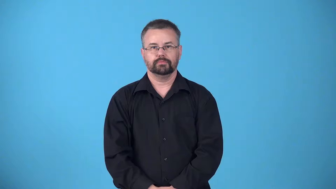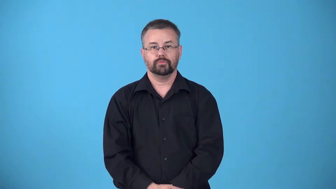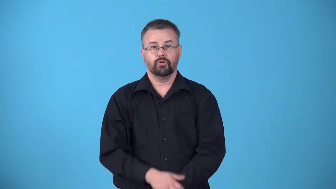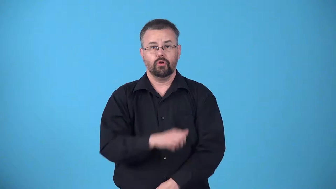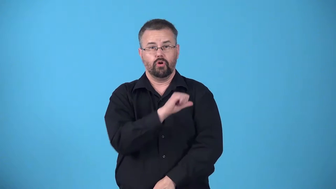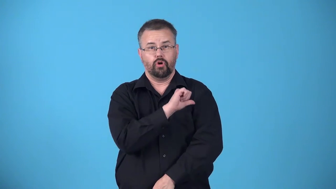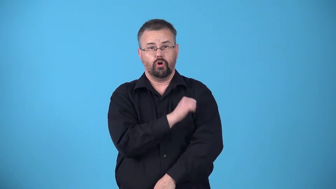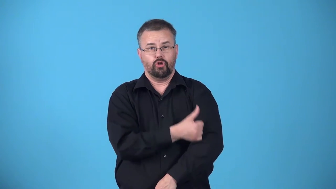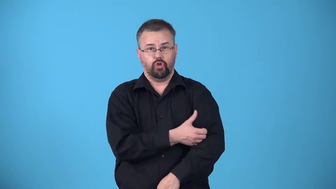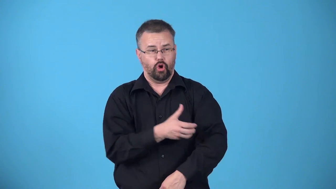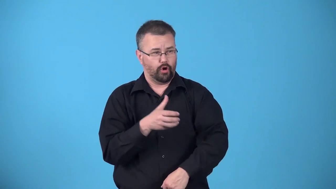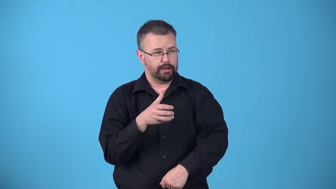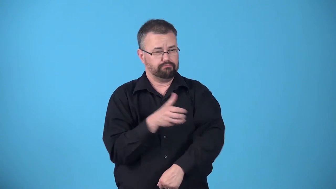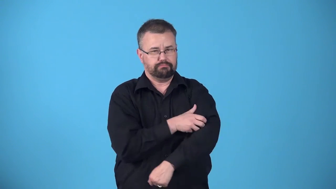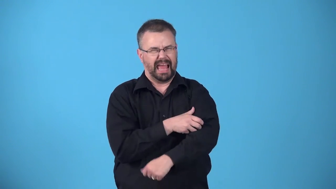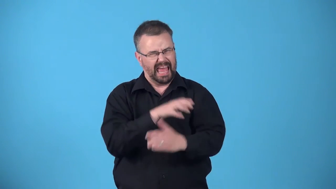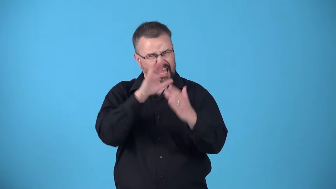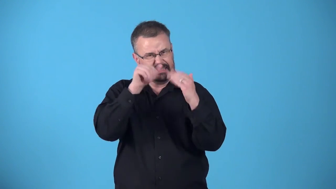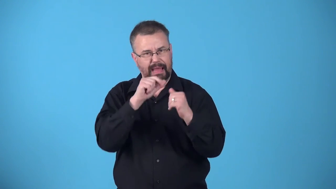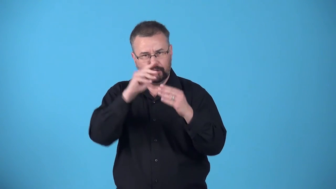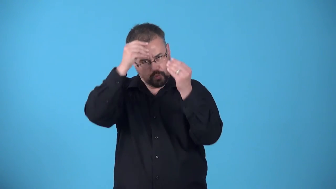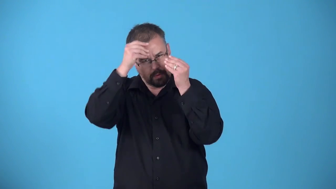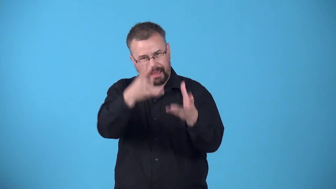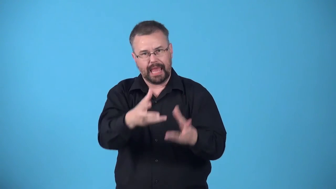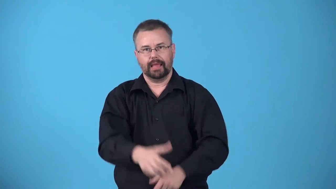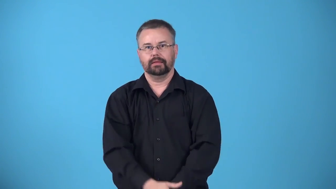authoritative-showing that you expect to be obeyed